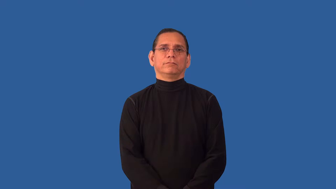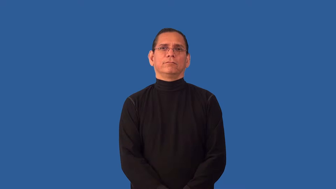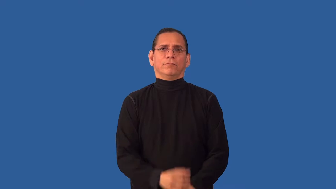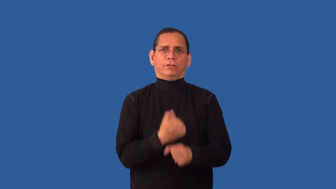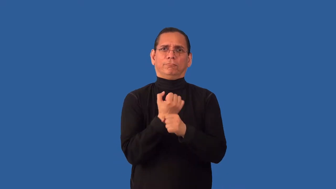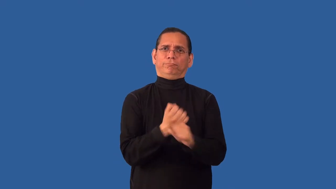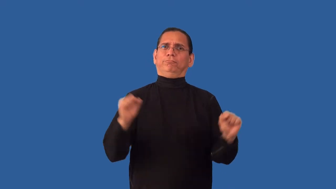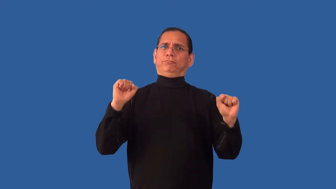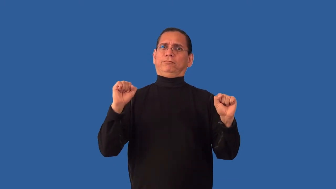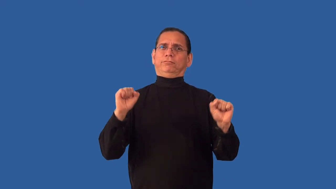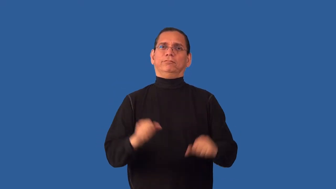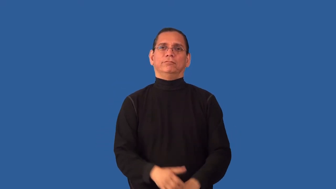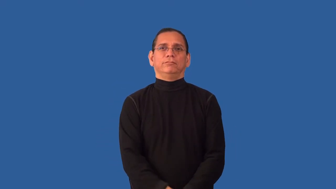extricate,unbridle